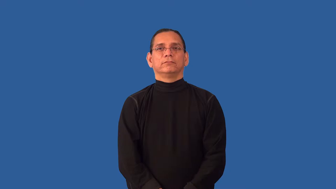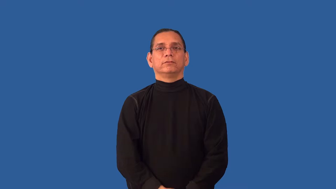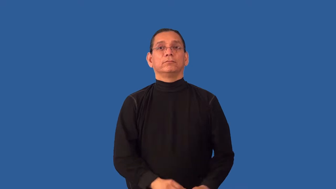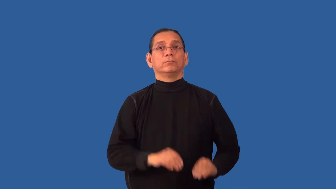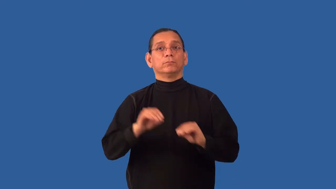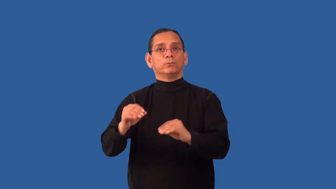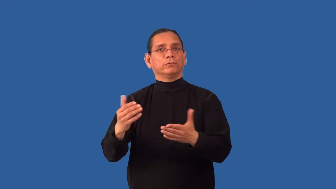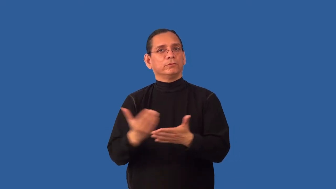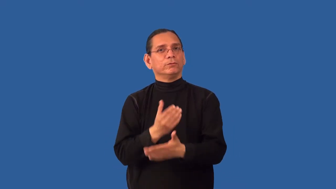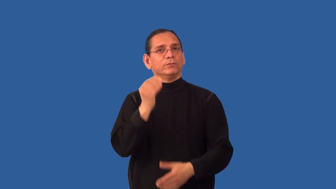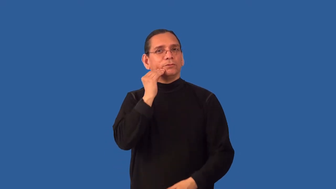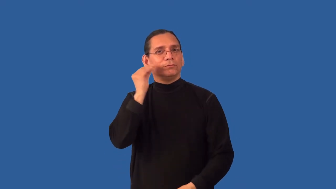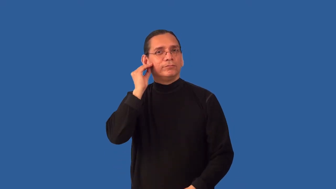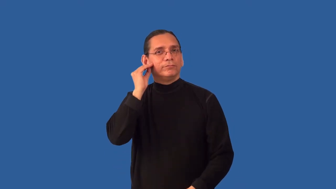relocate